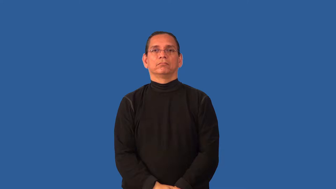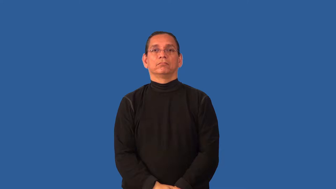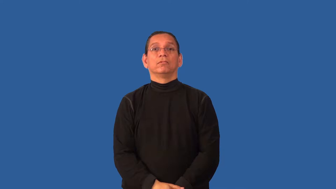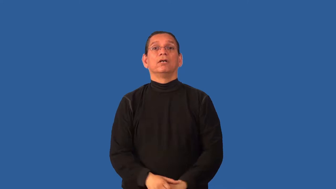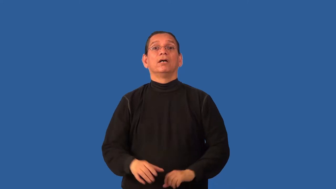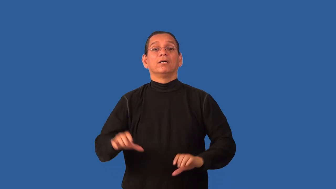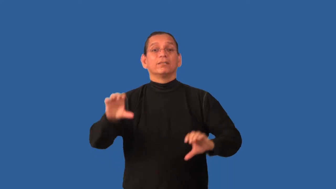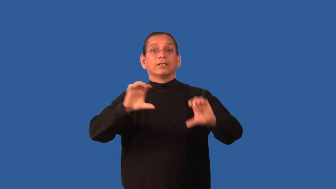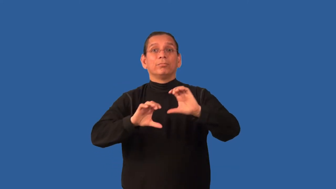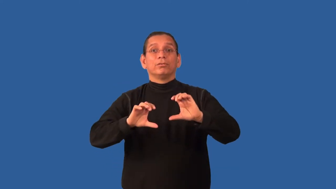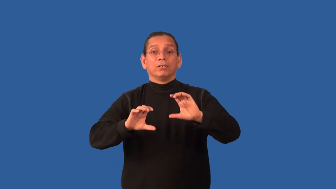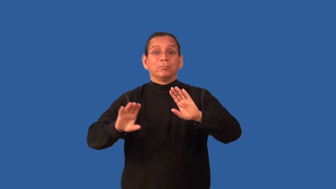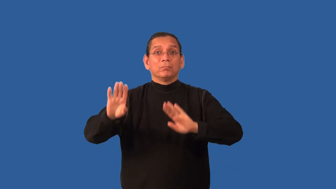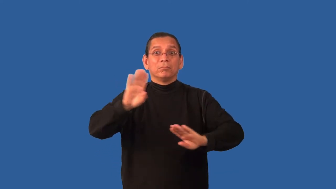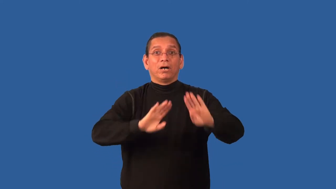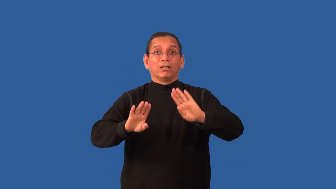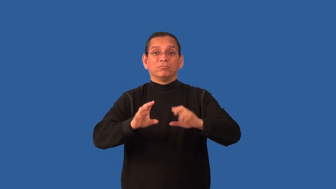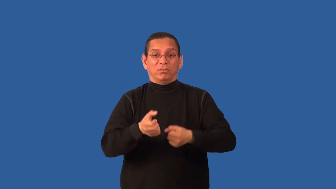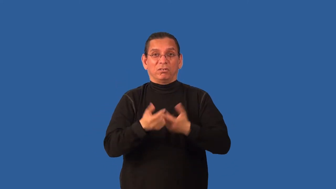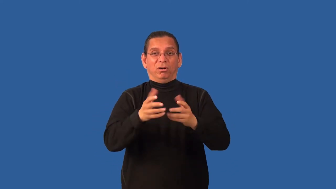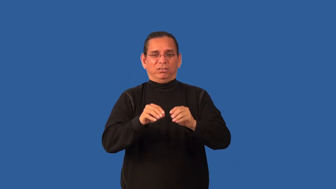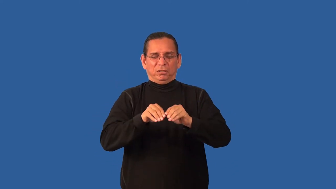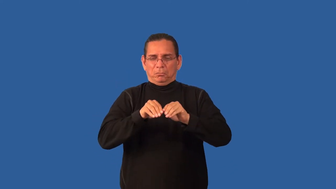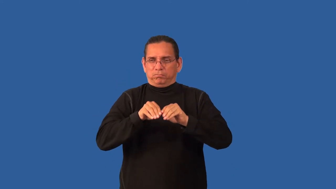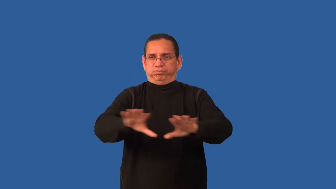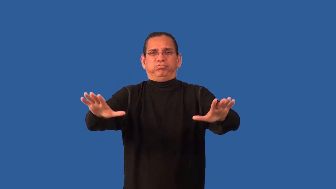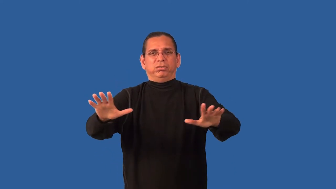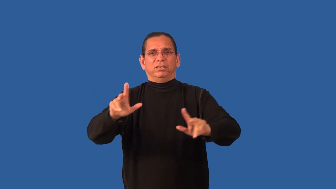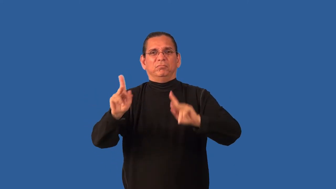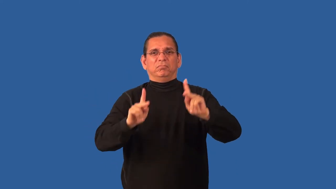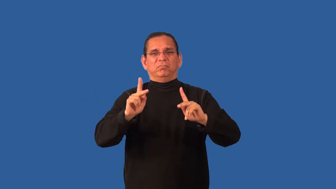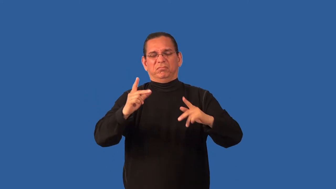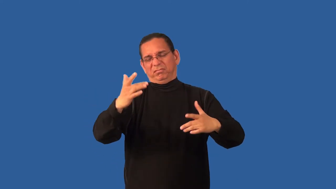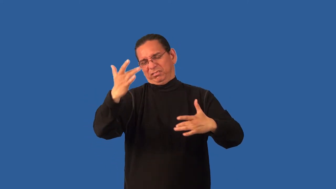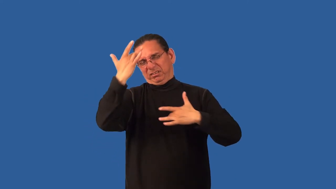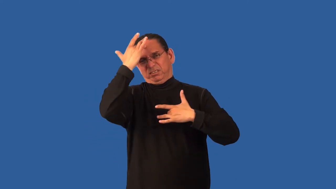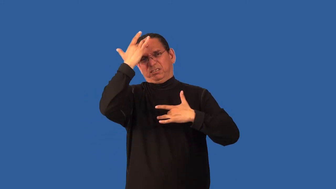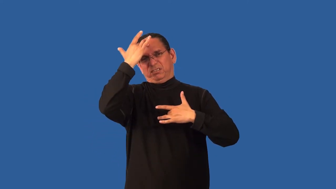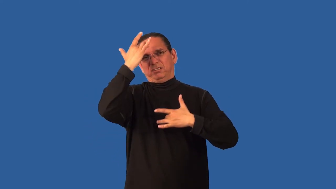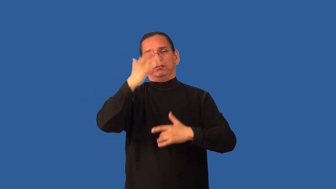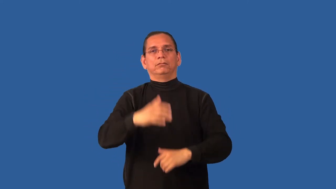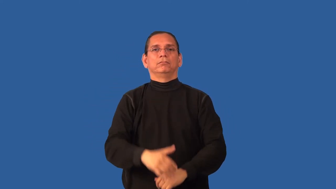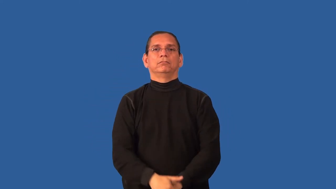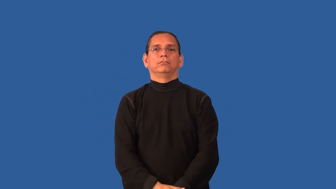biohazard